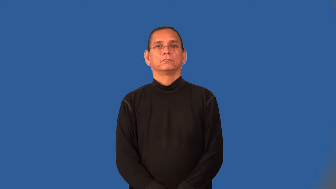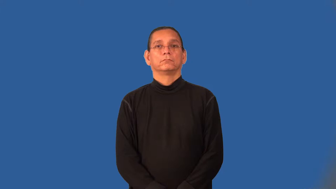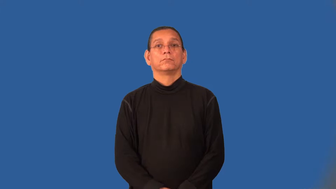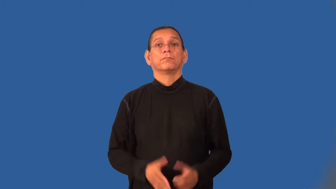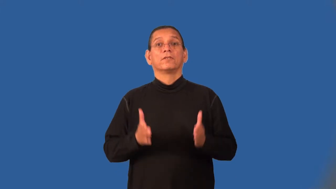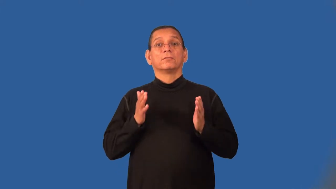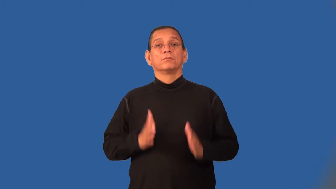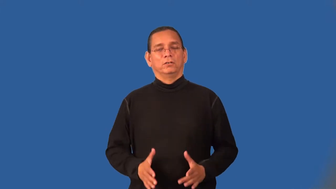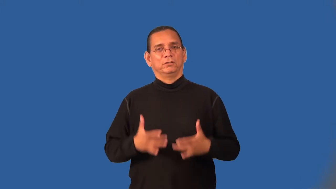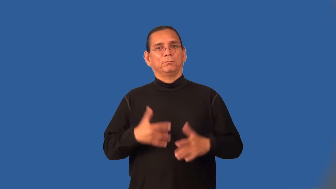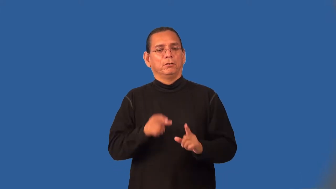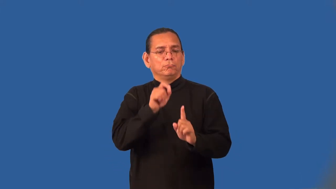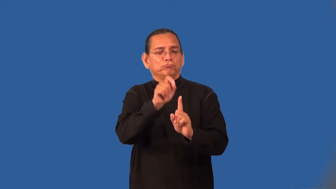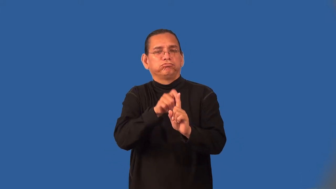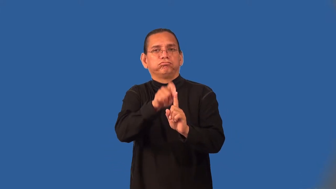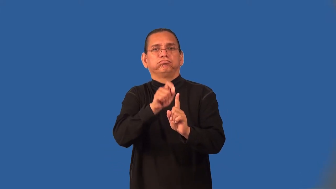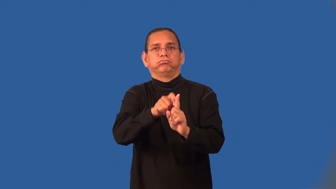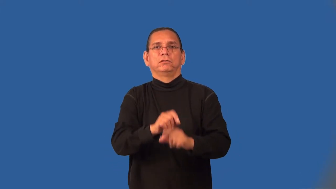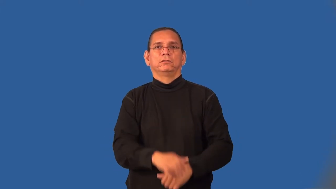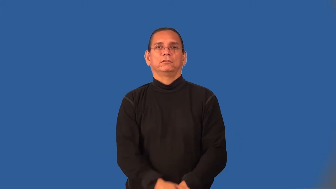nitpicker